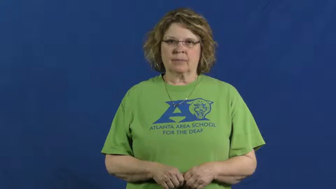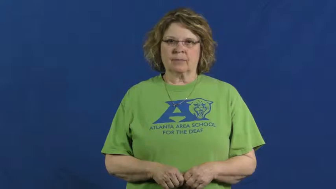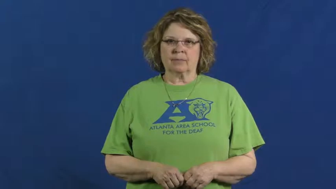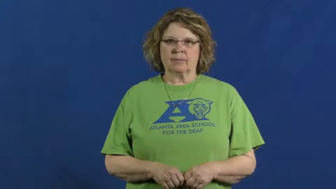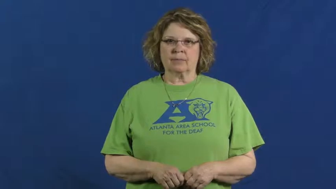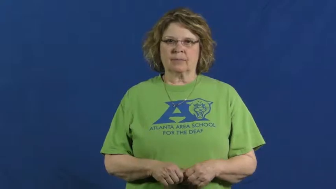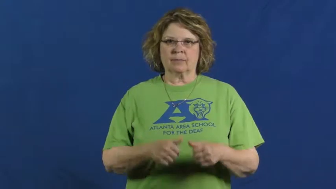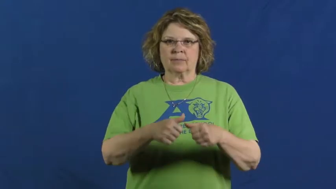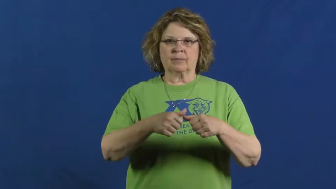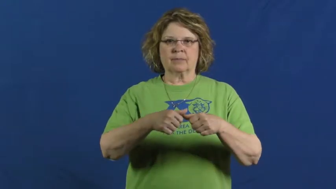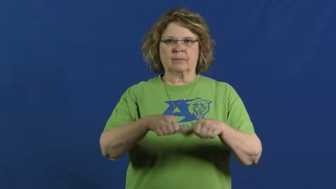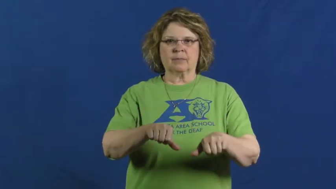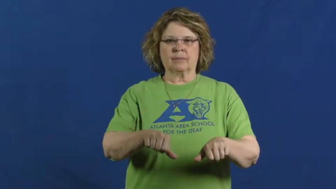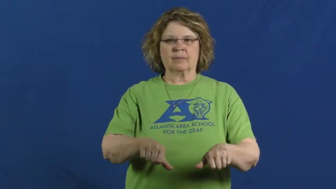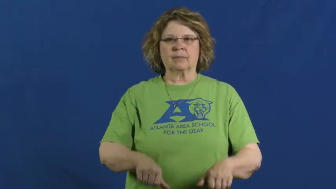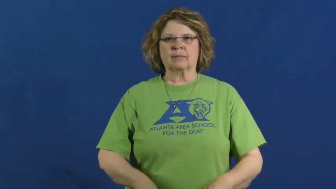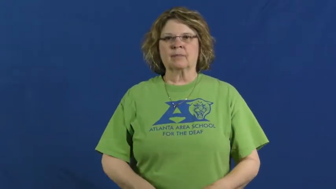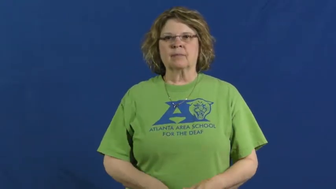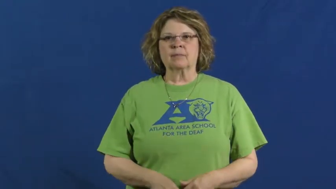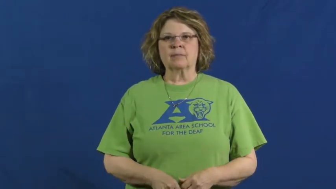stick down-adhere